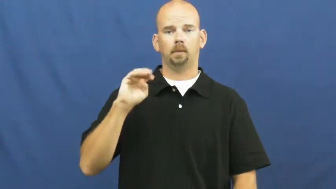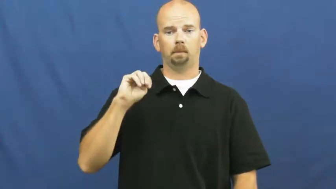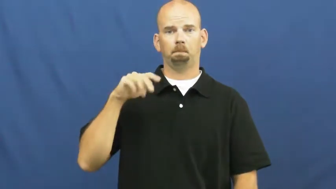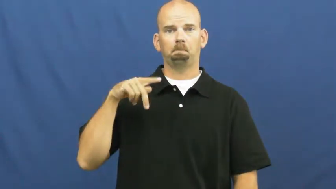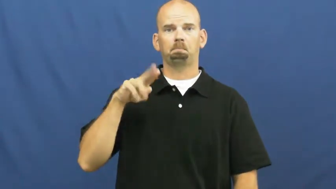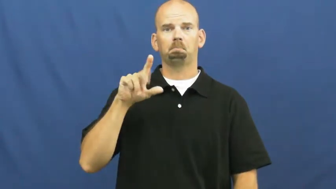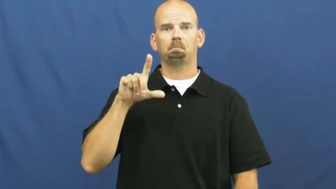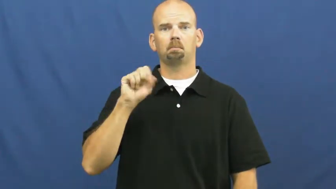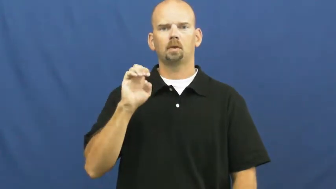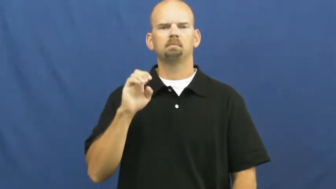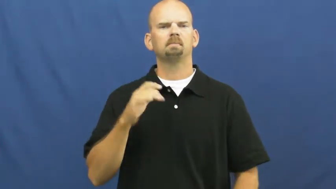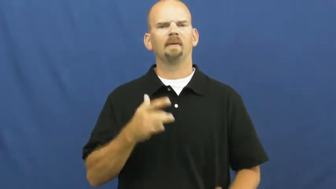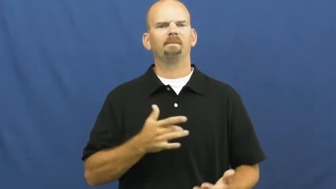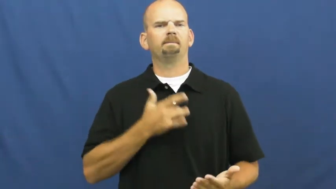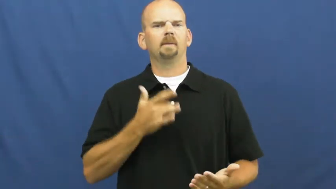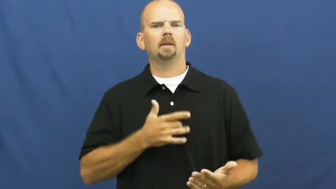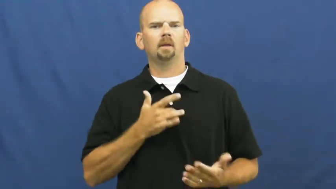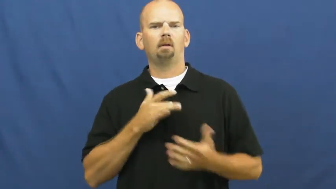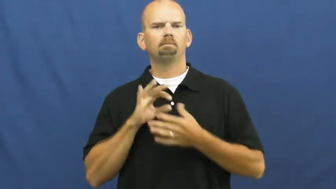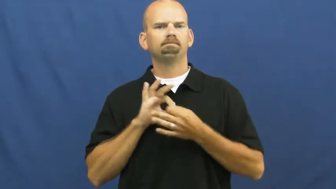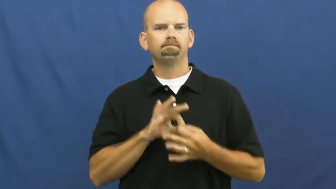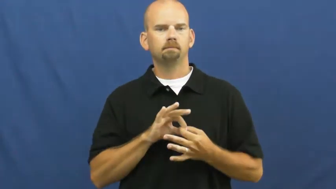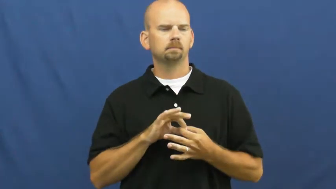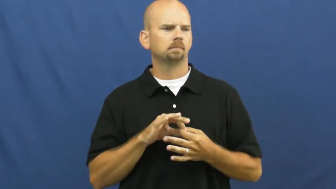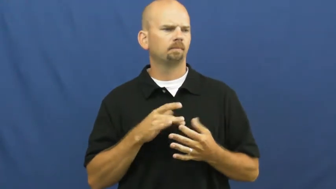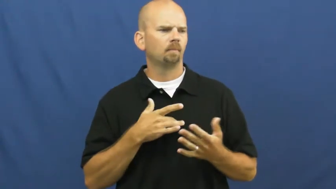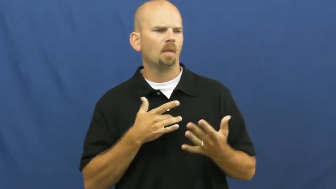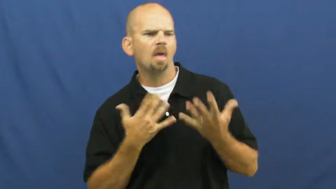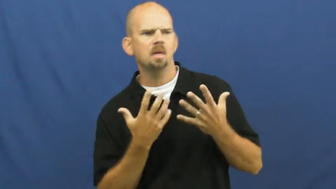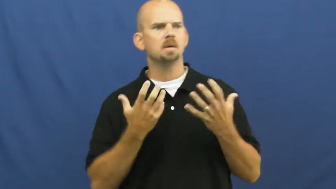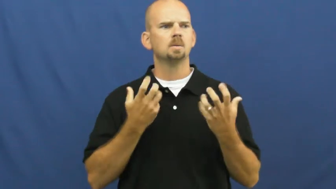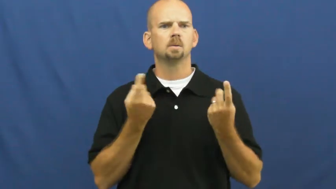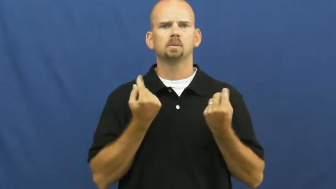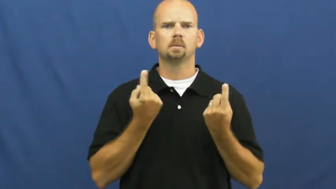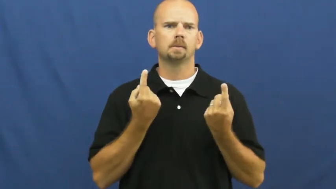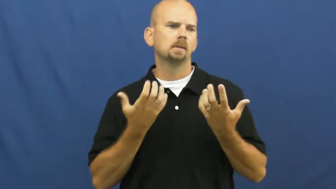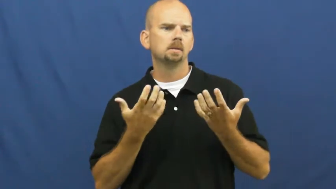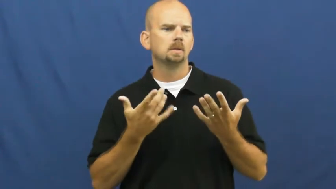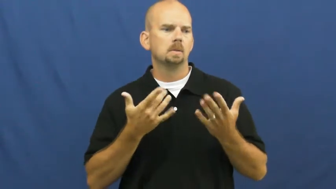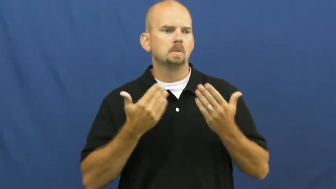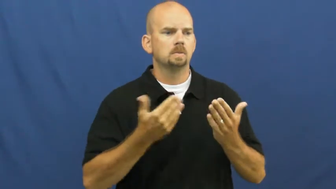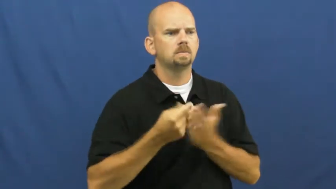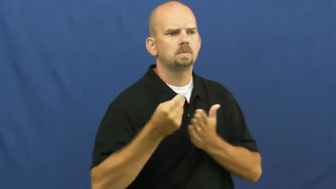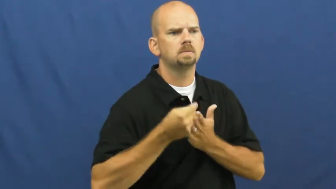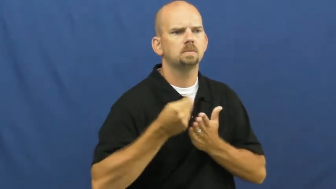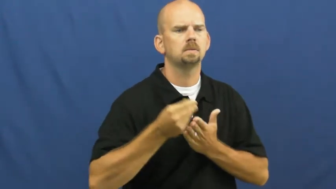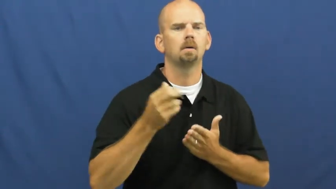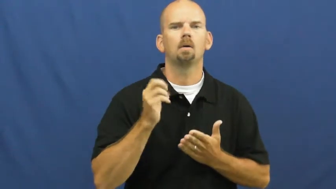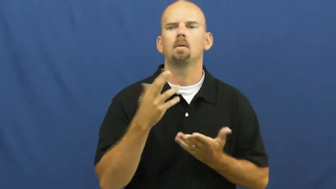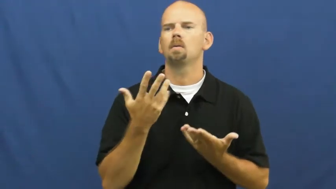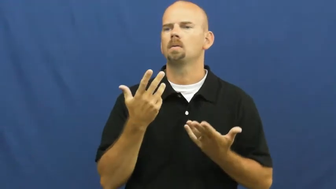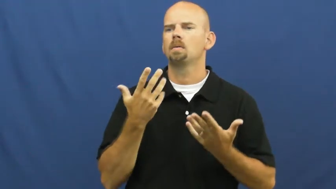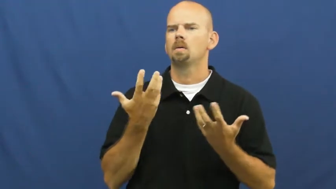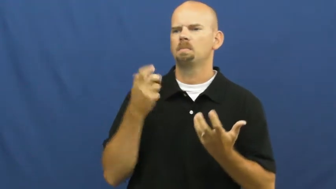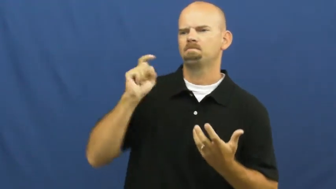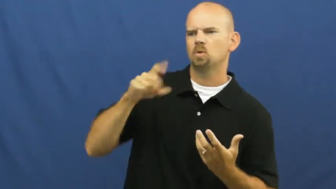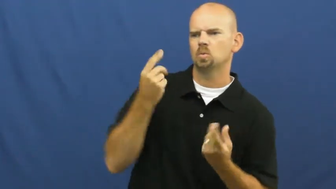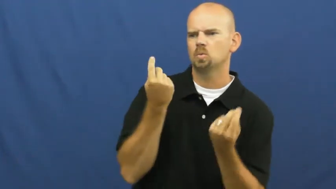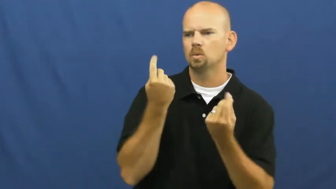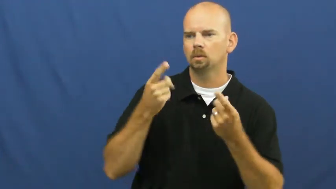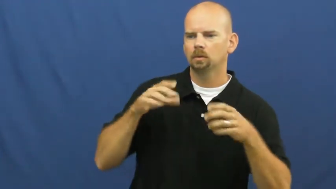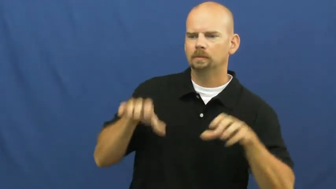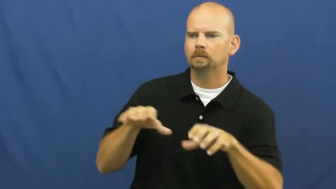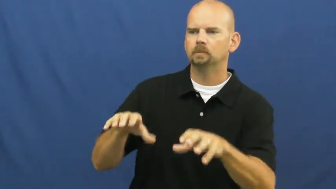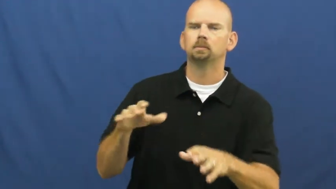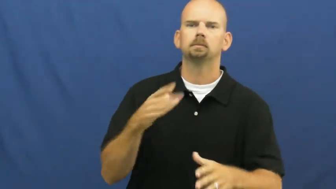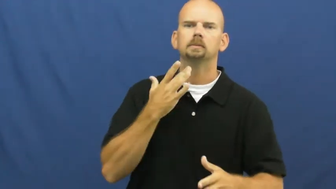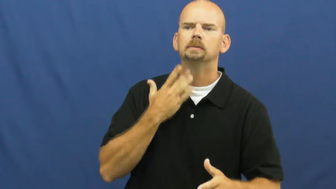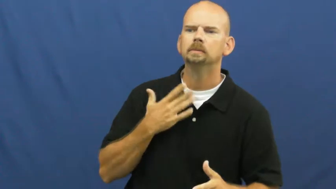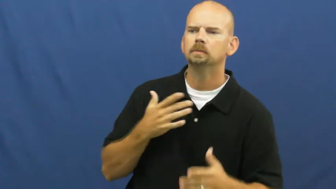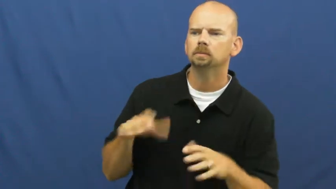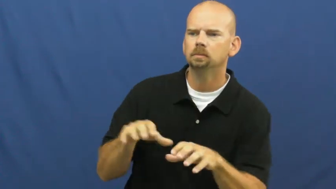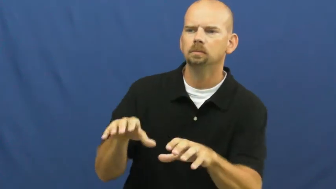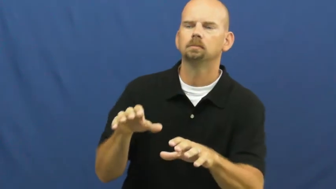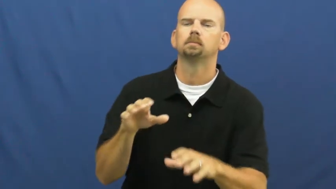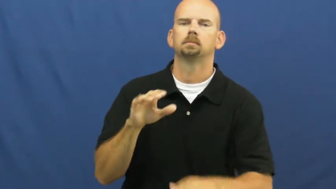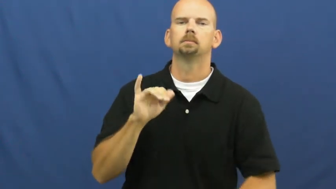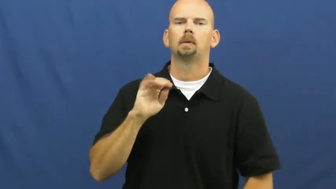impulse-behavior